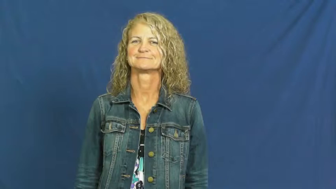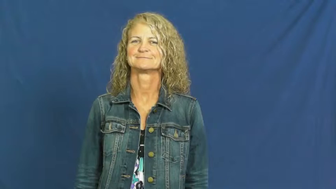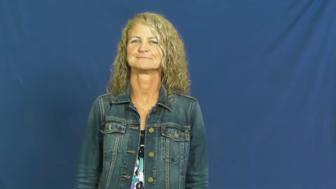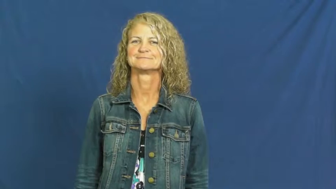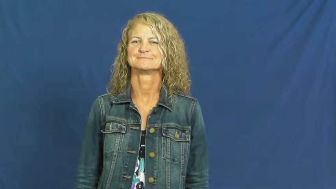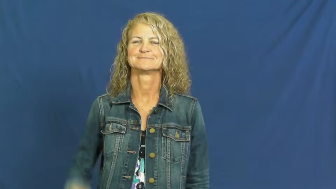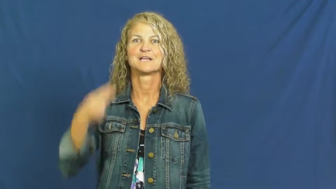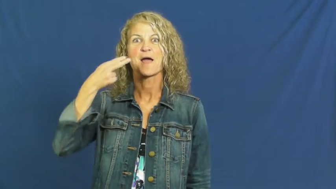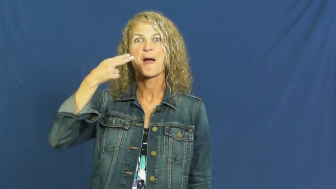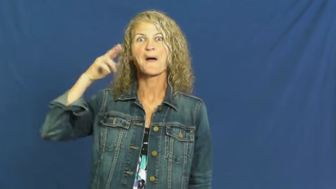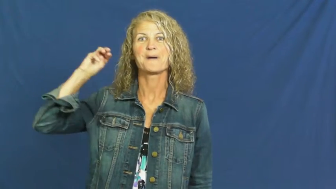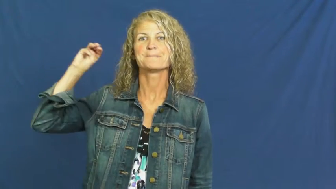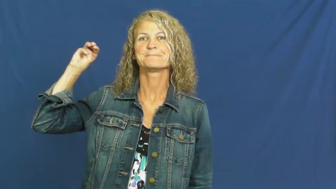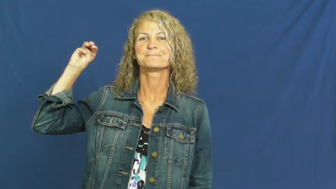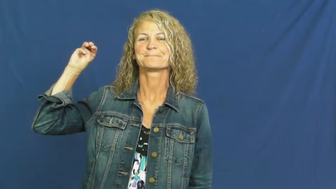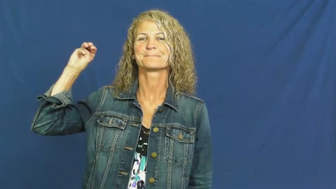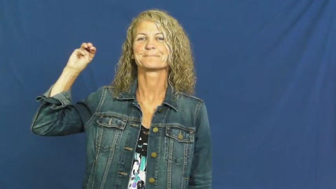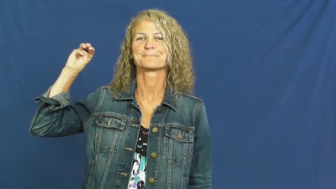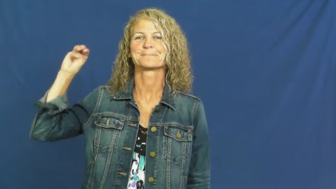hum